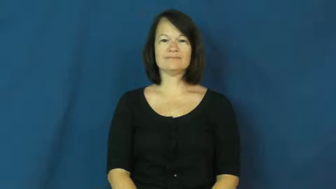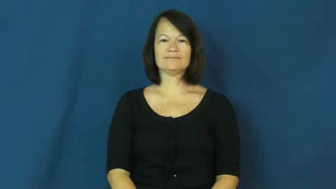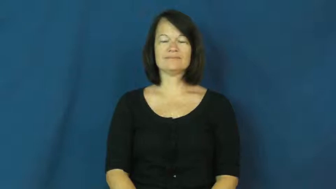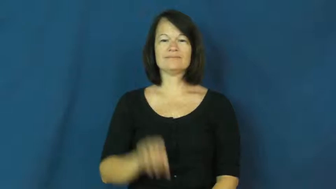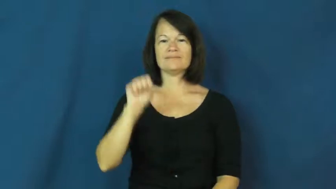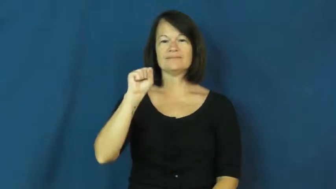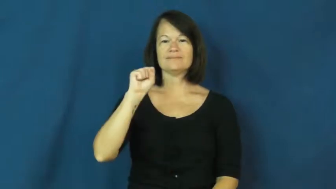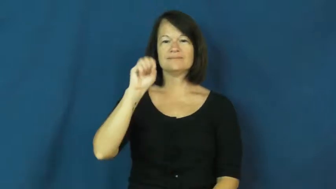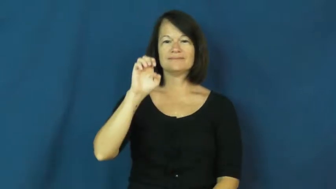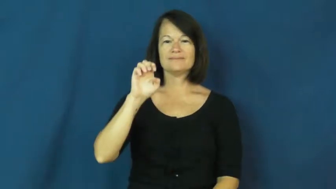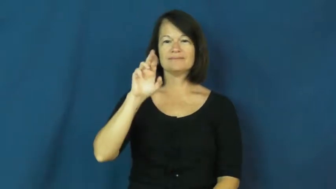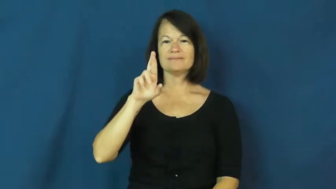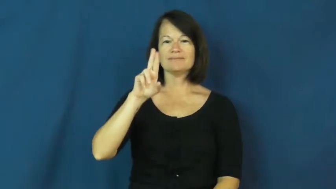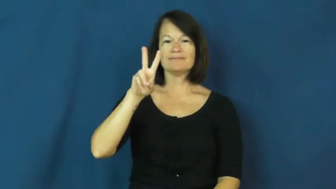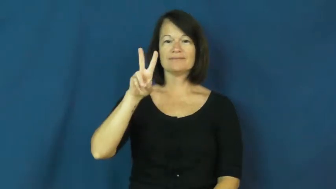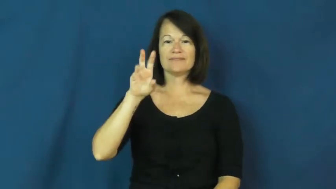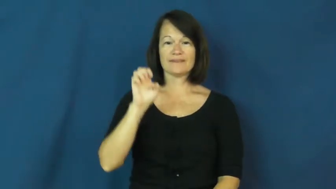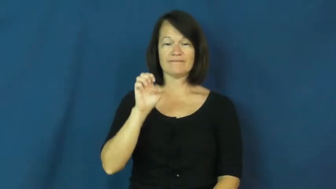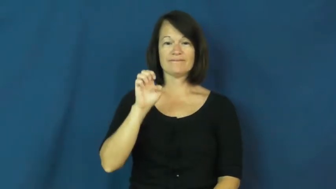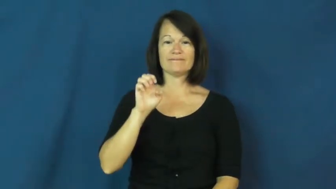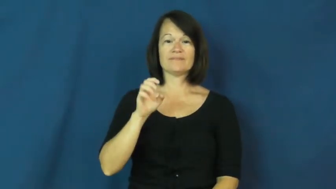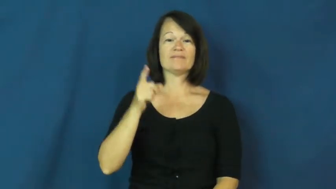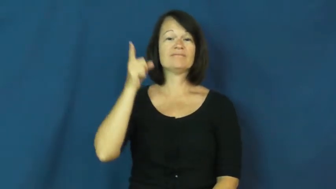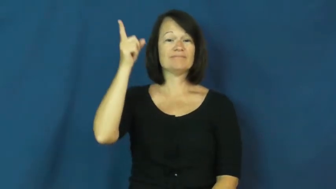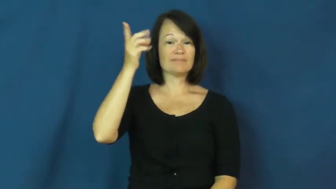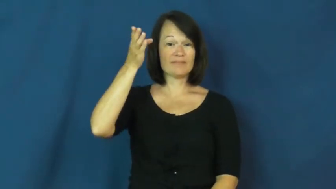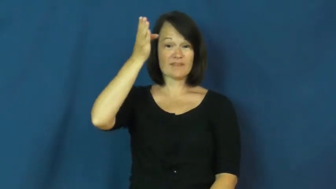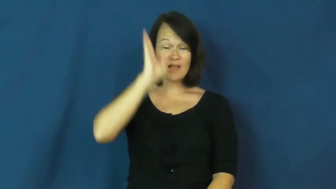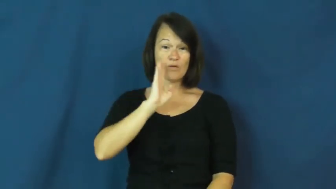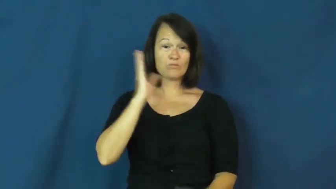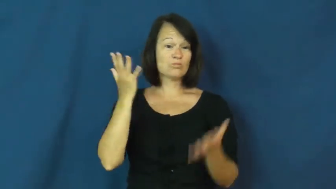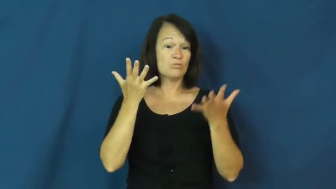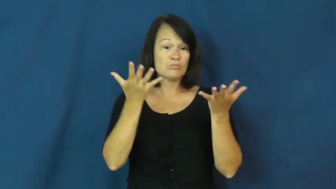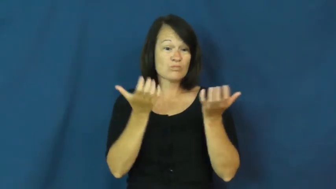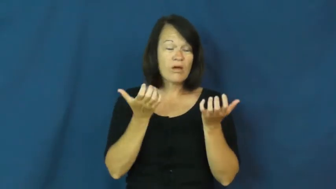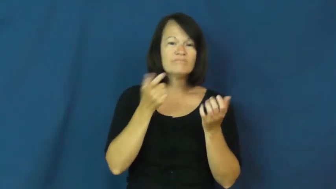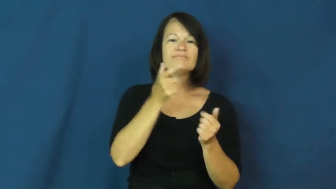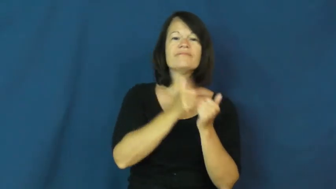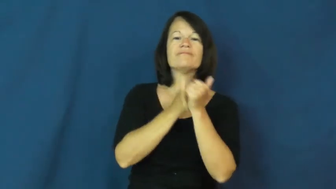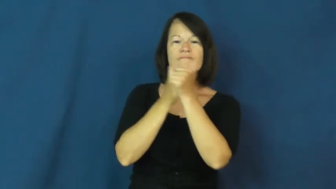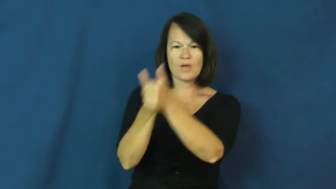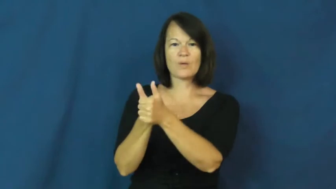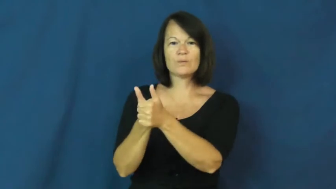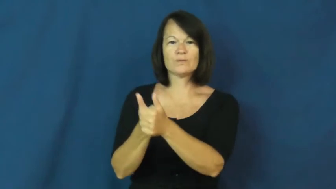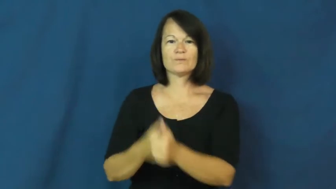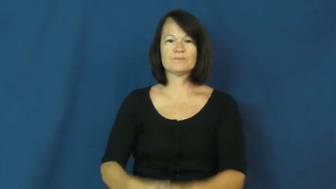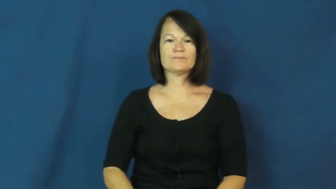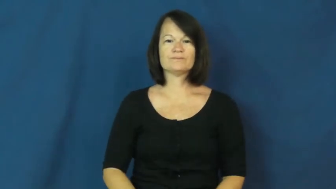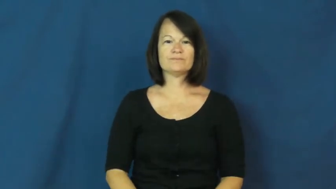serve-lord